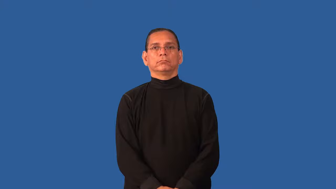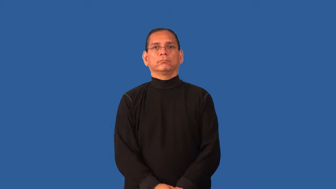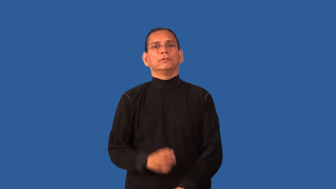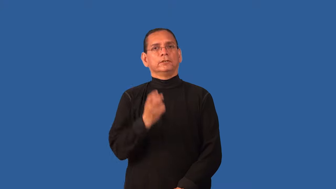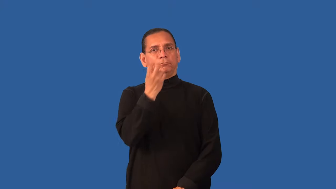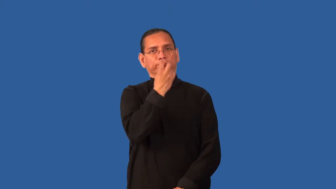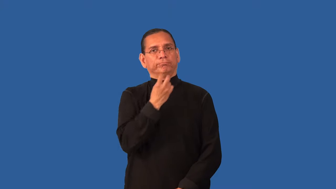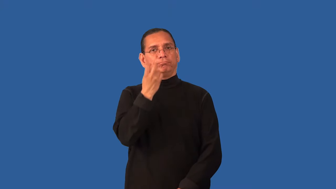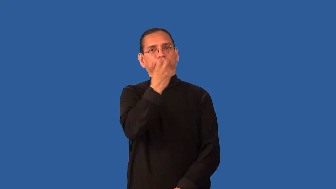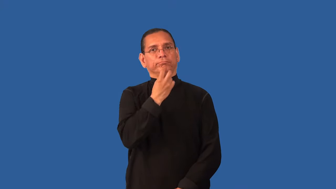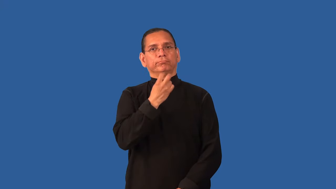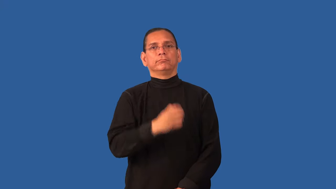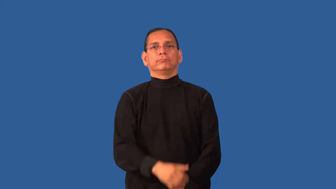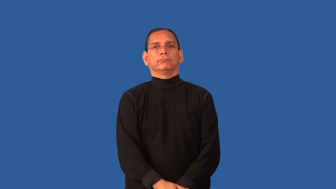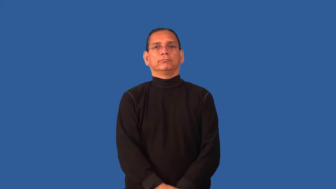diction